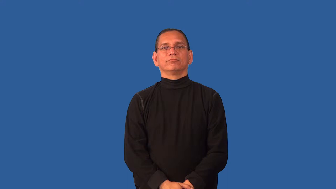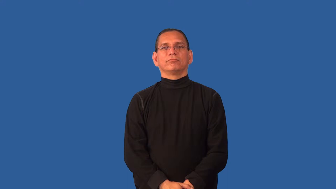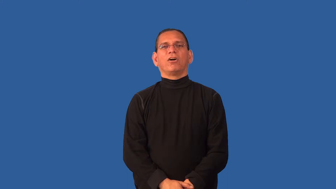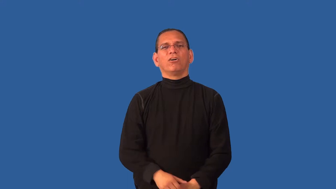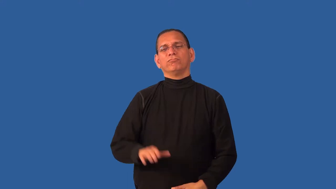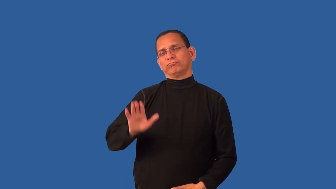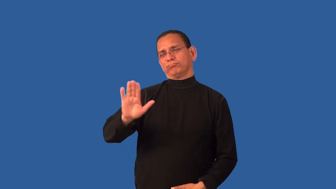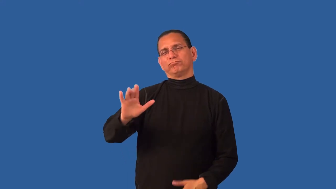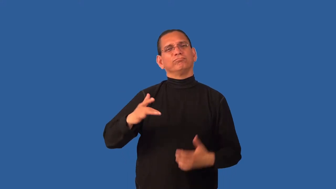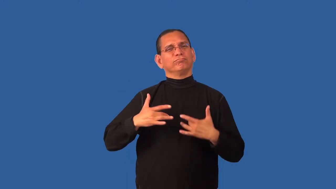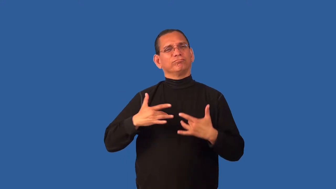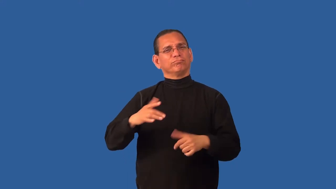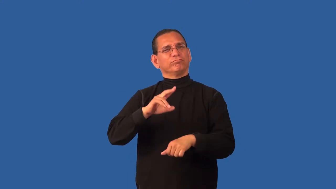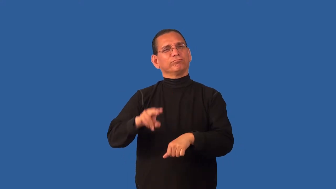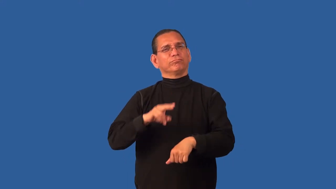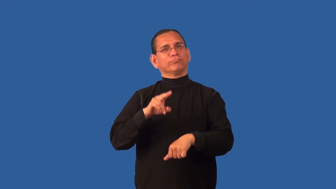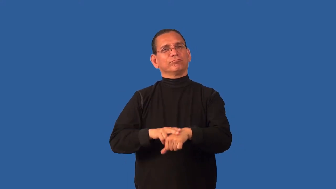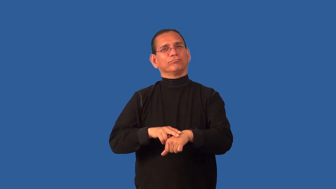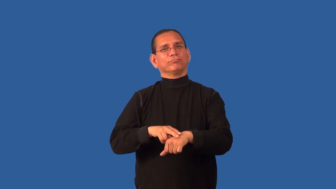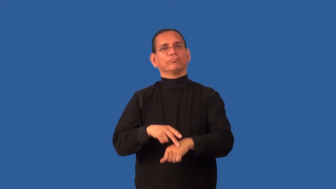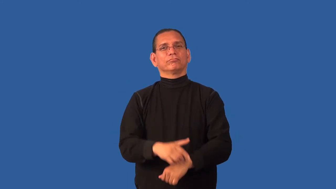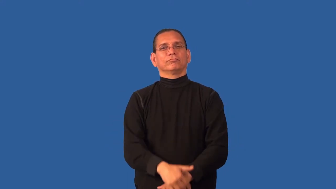disposition